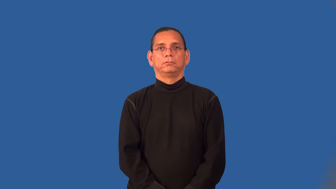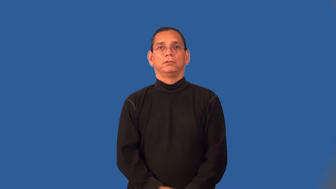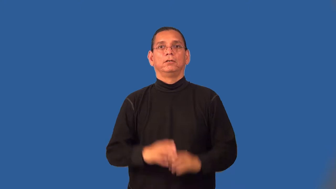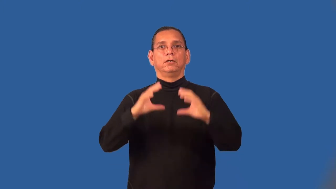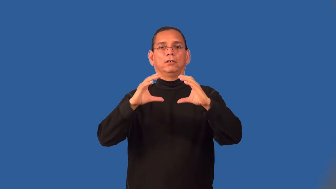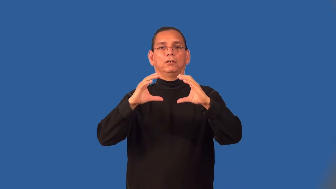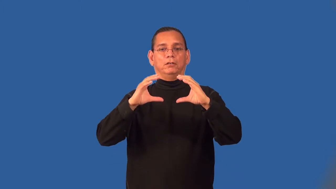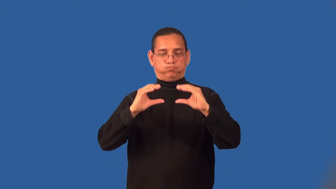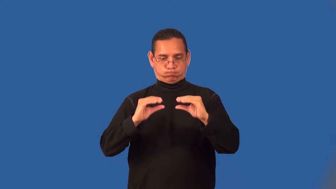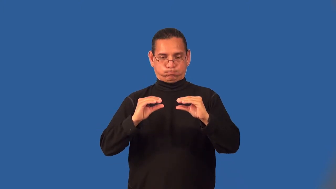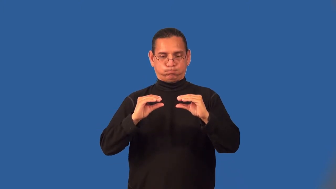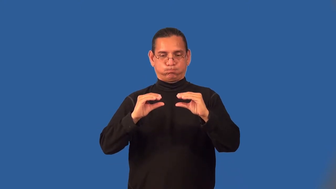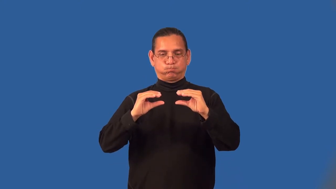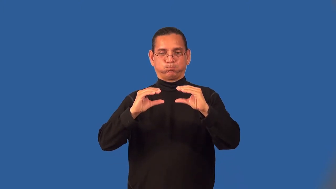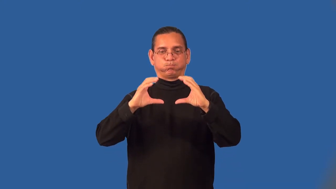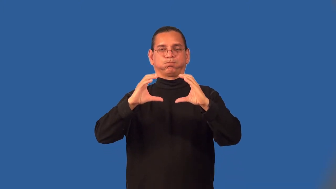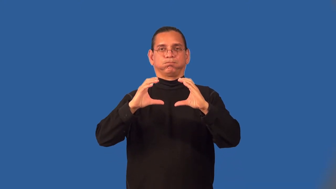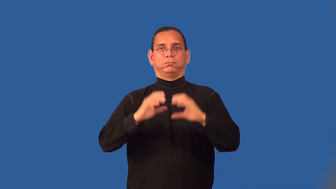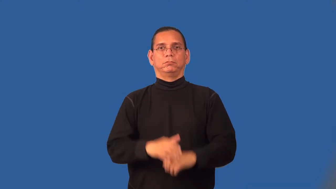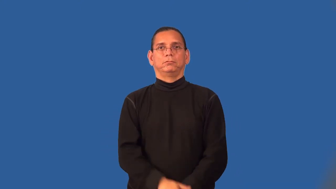spongy